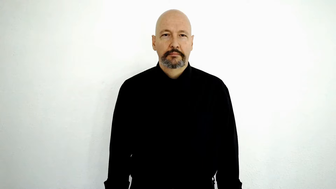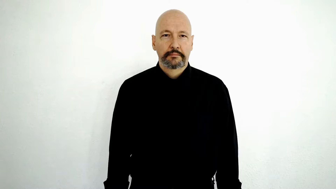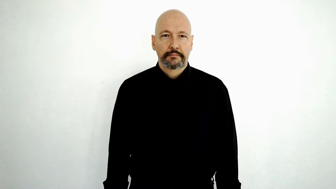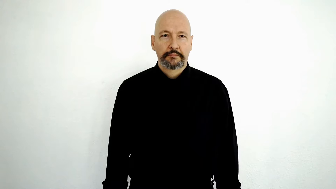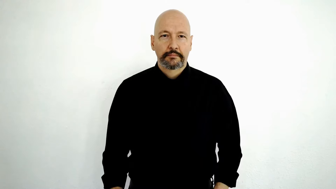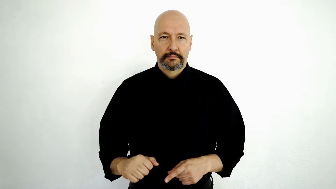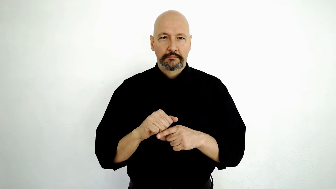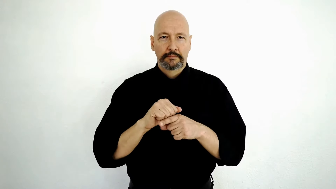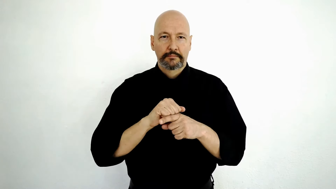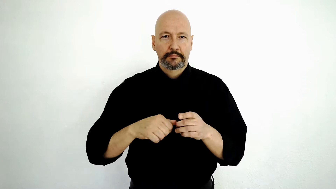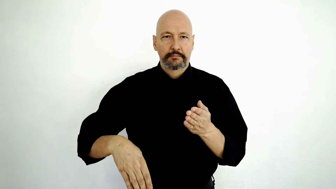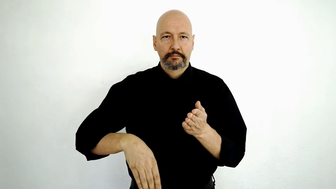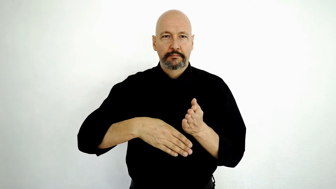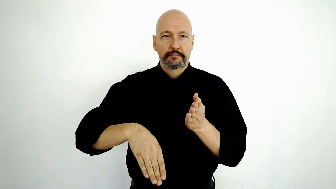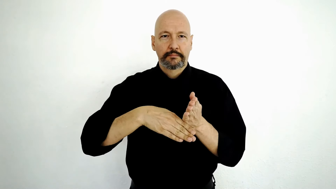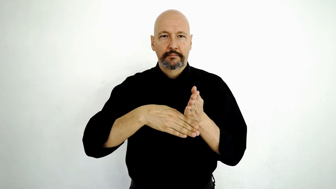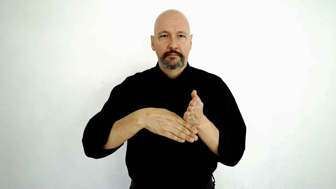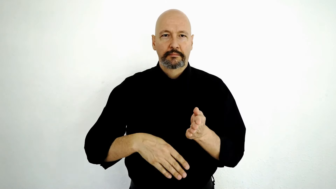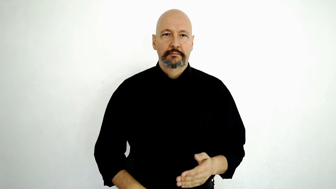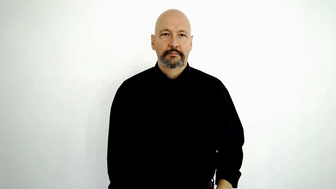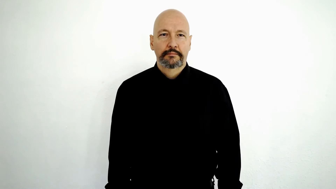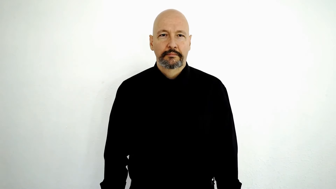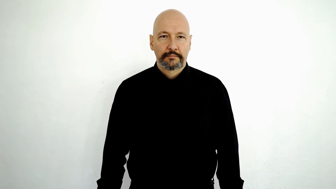PRACTICE SOCCER